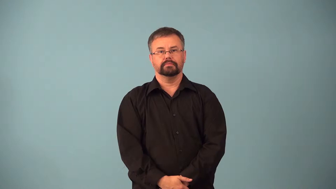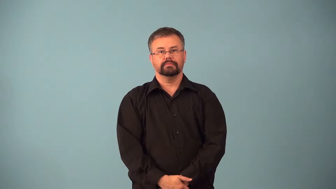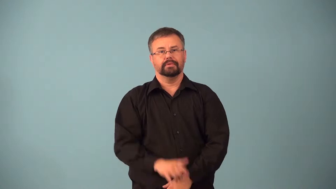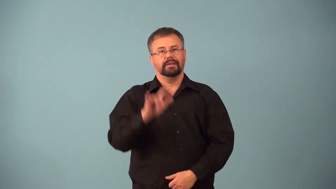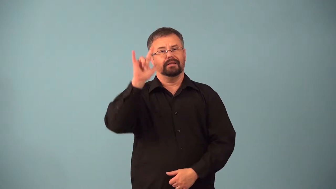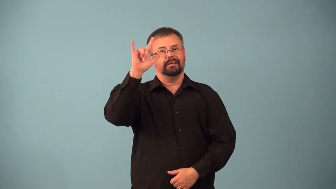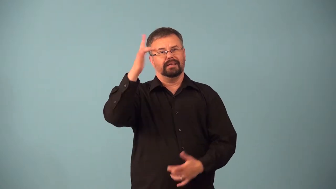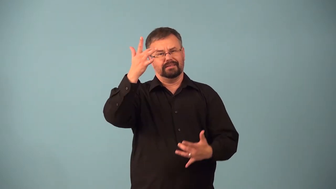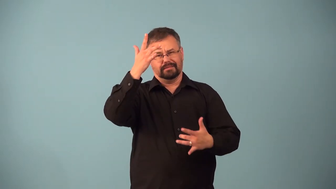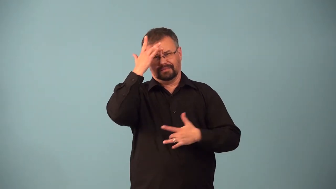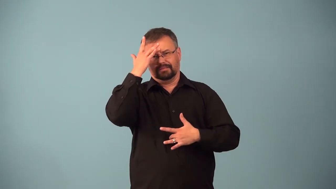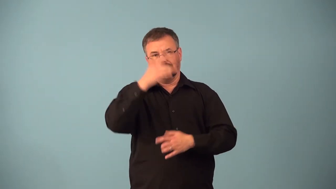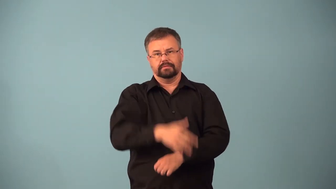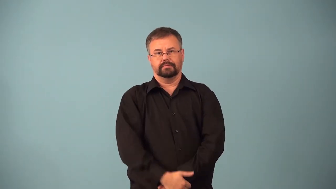airsick